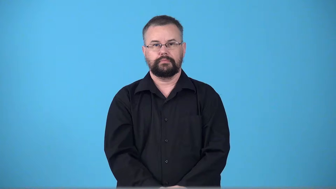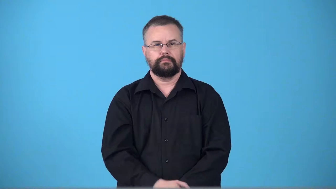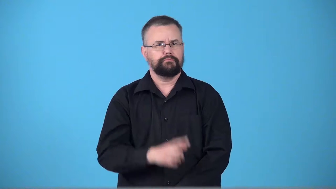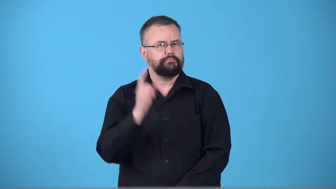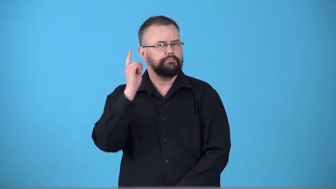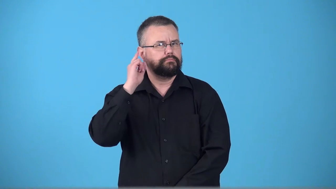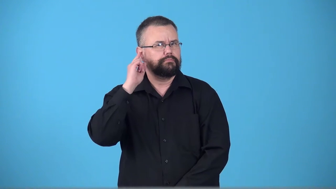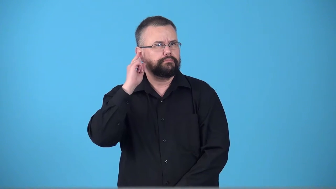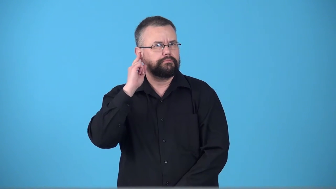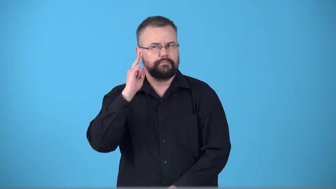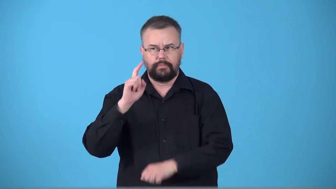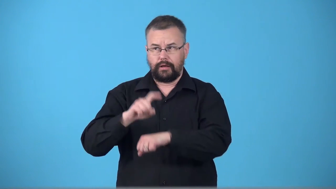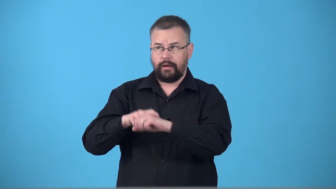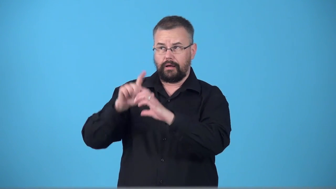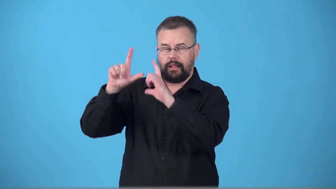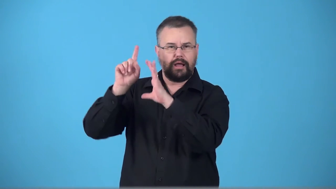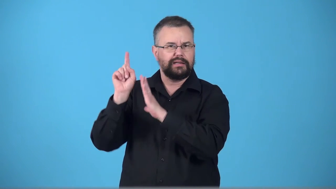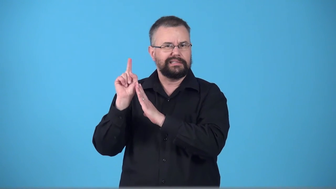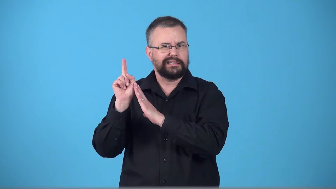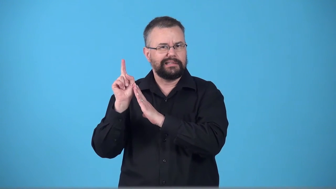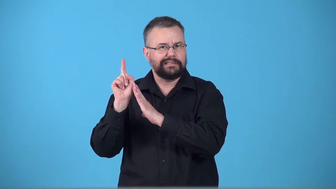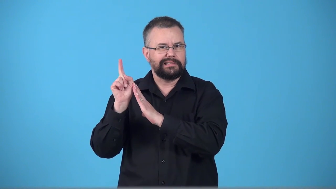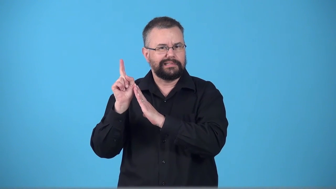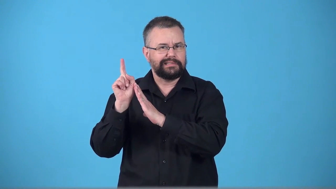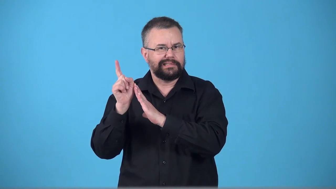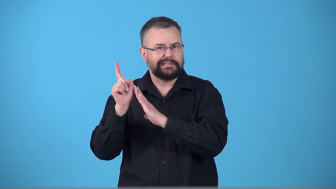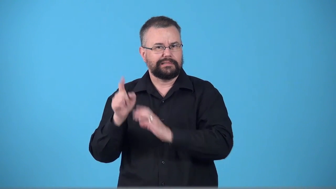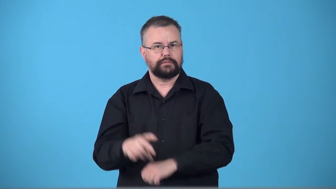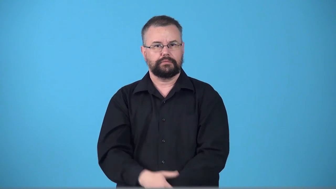ticktock,tick,ticktack-sound a clock makes